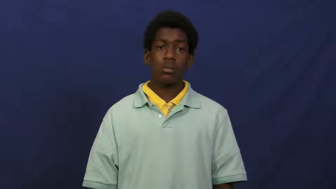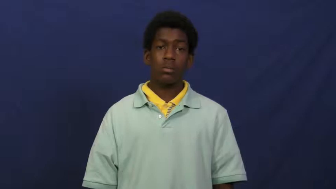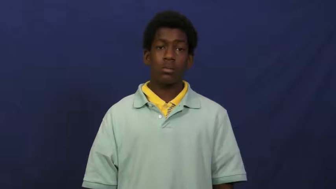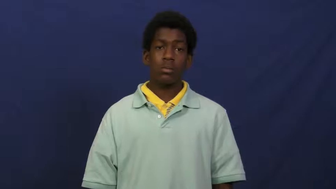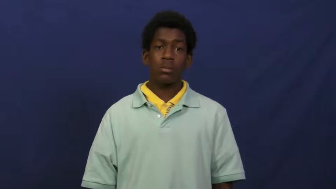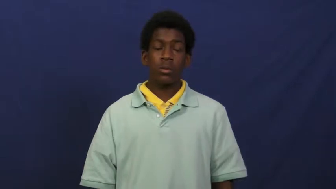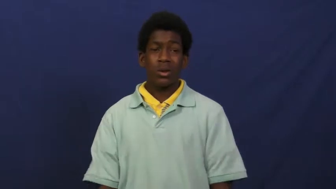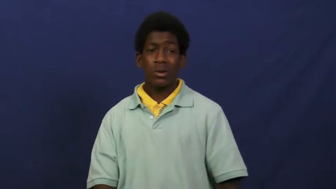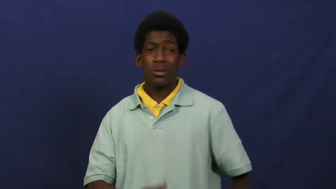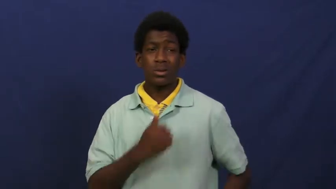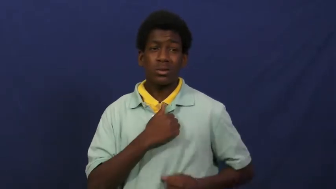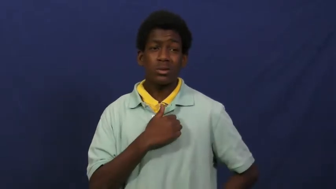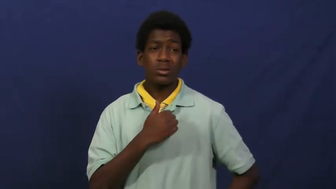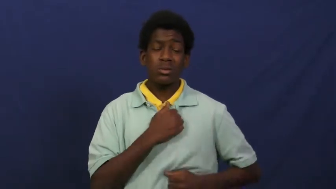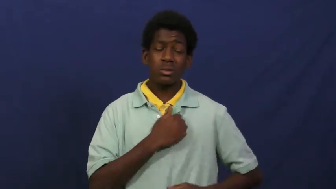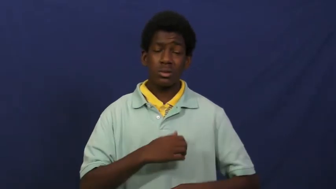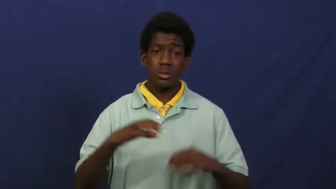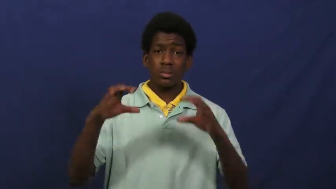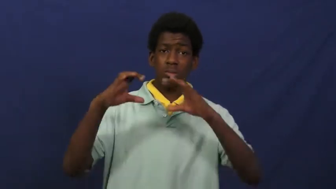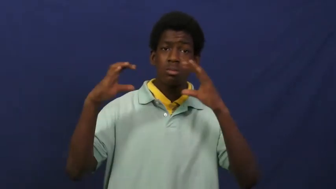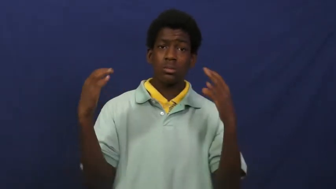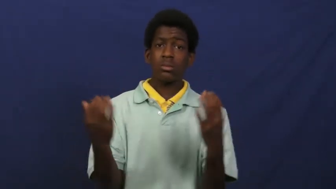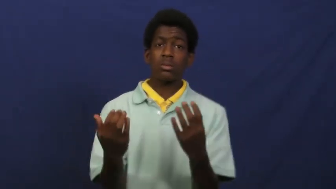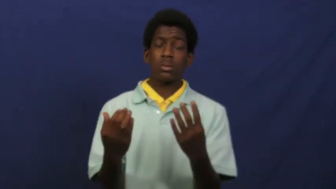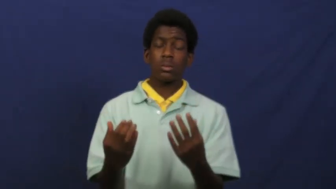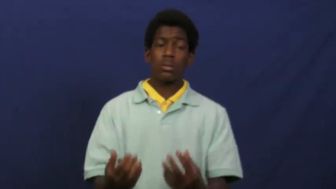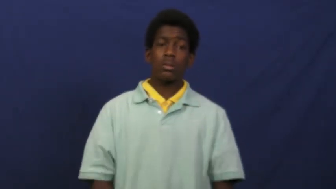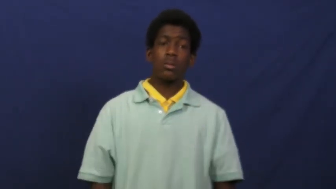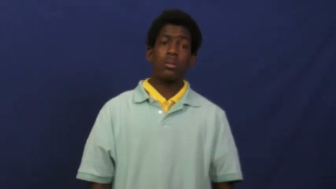corps